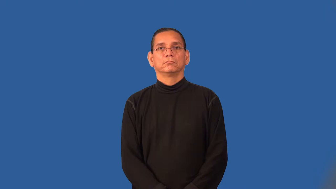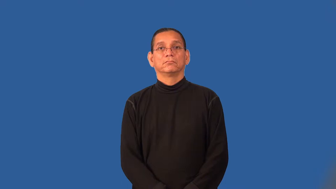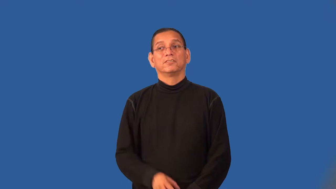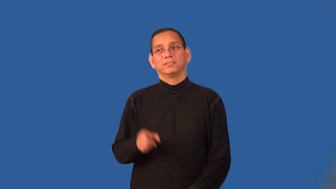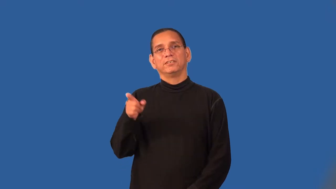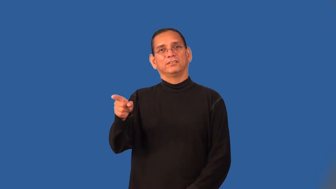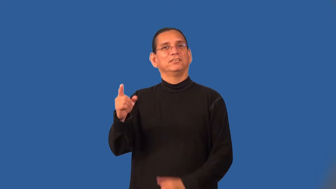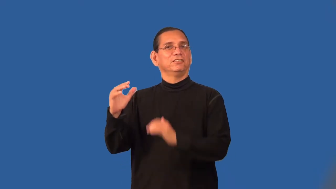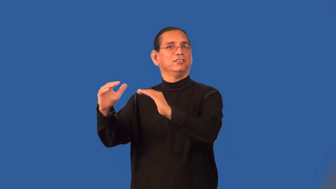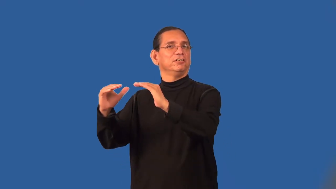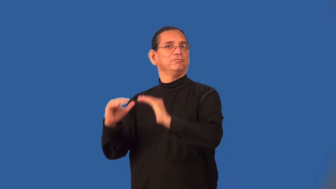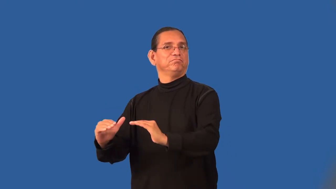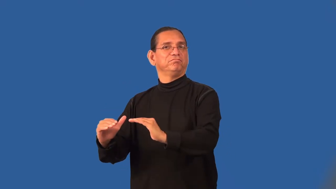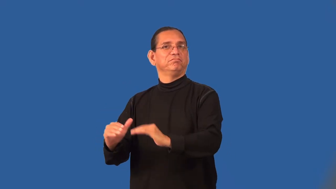subhuman